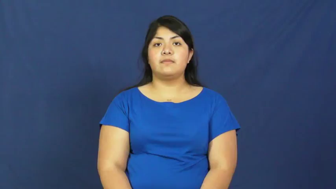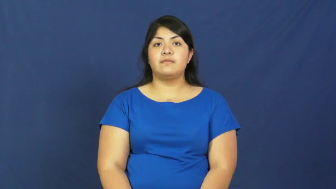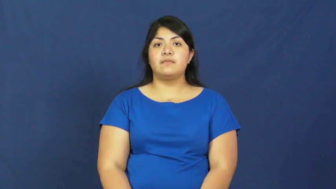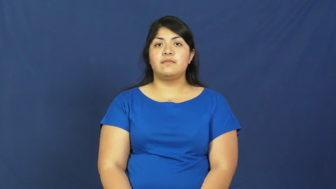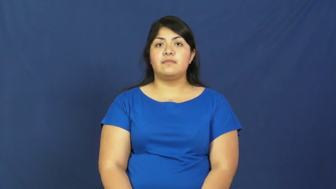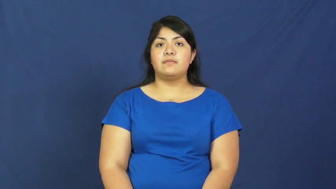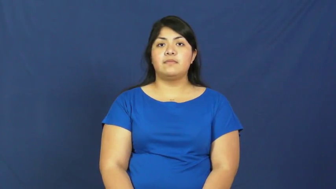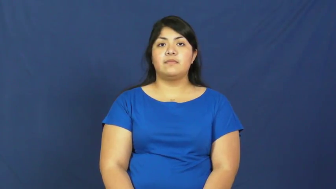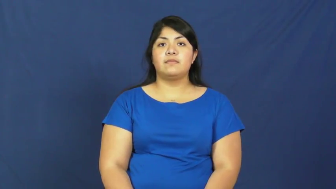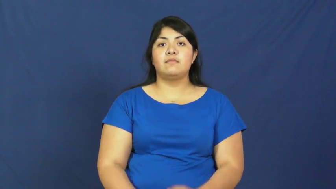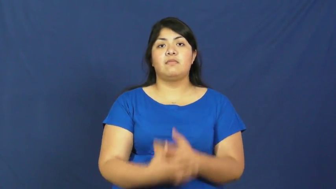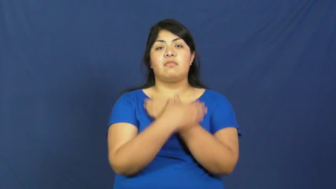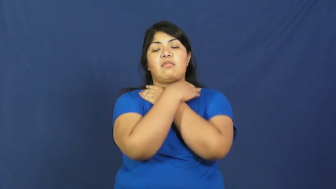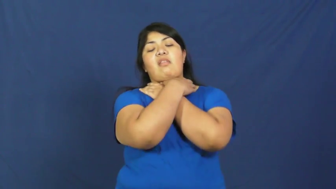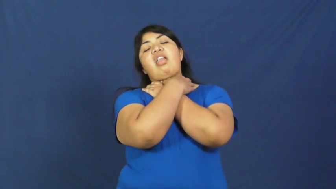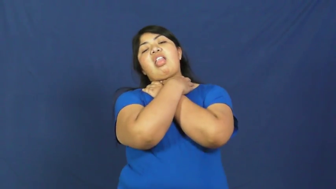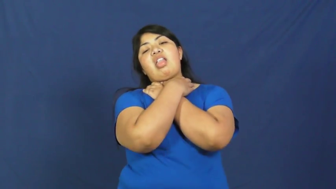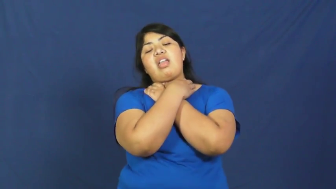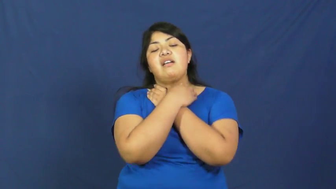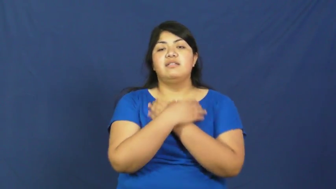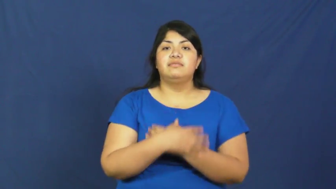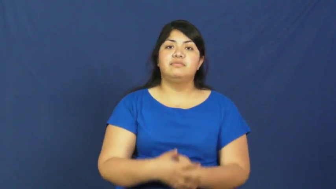strangle,asphyxiate,throttle